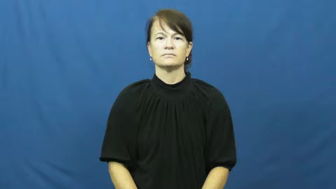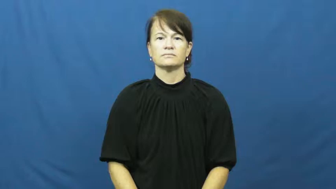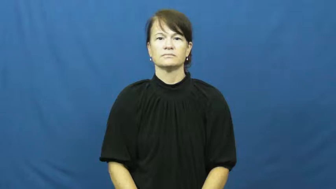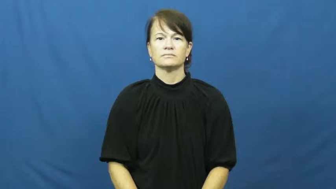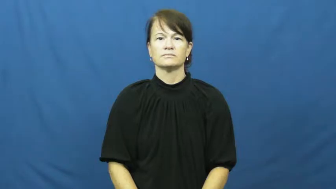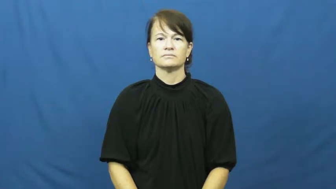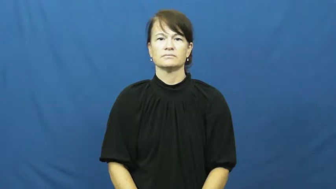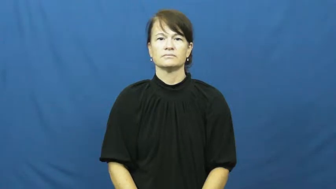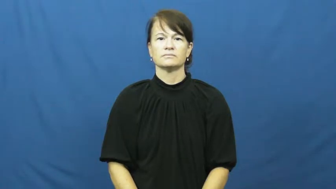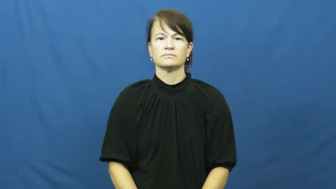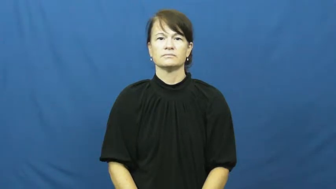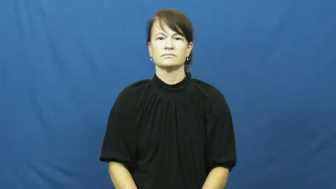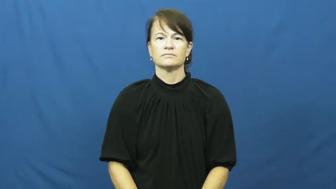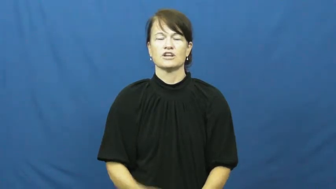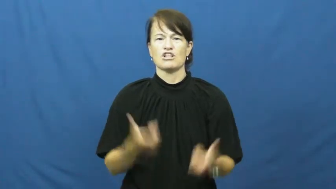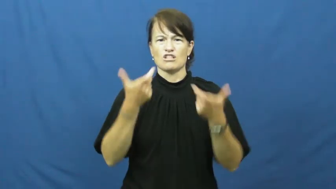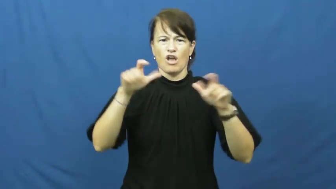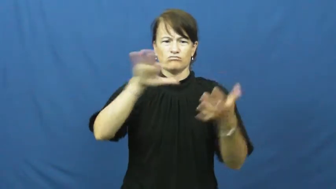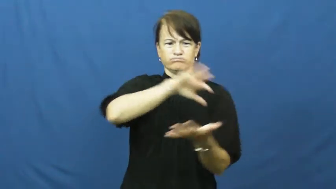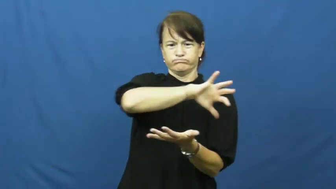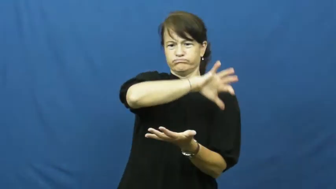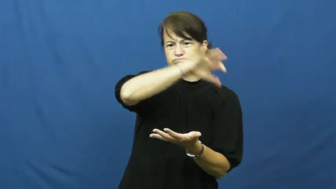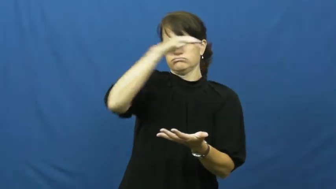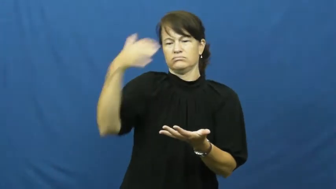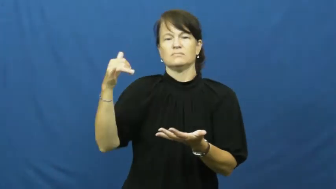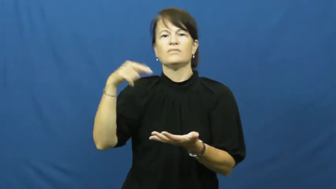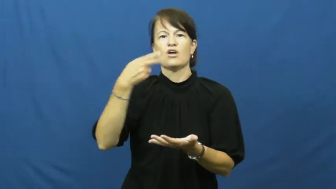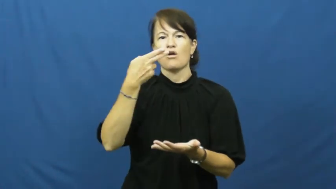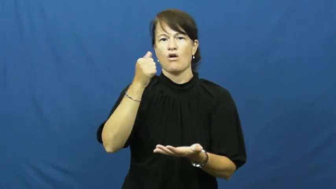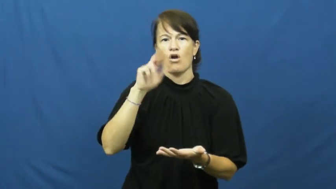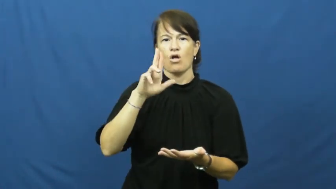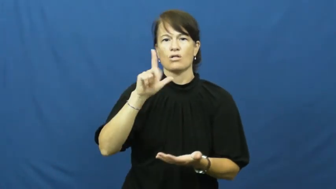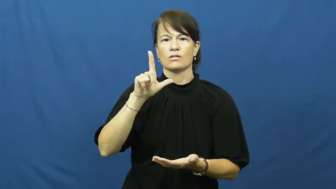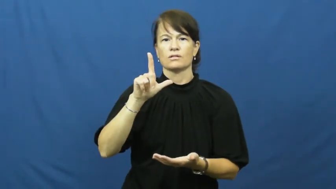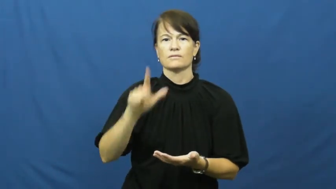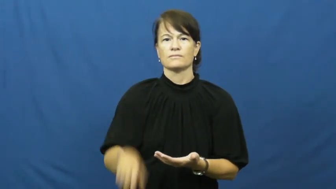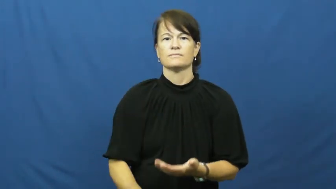haul-large